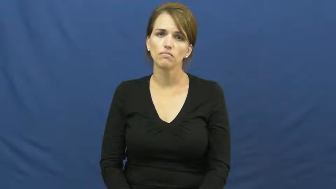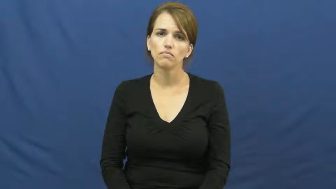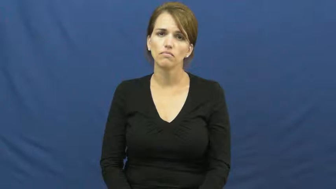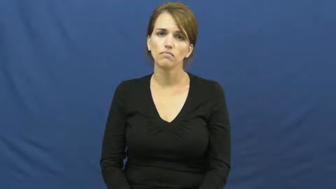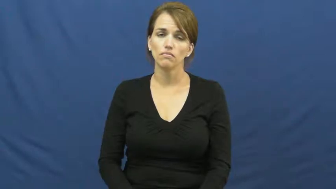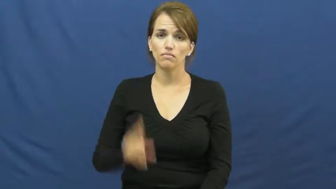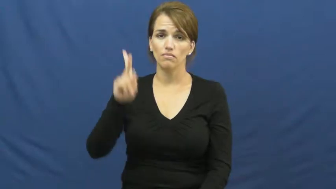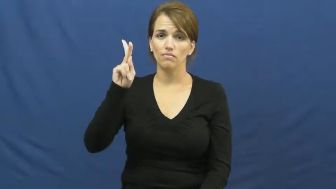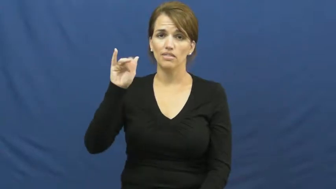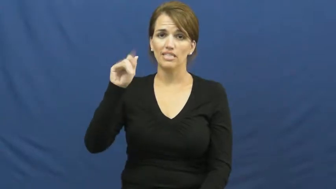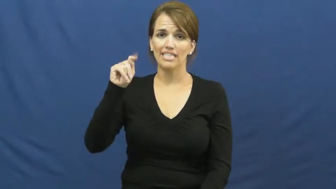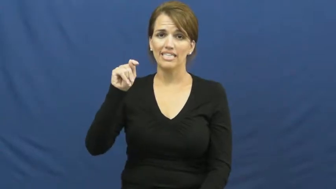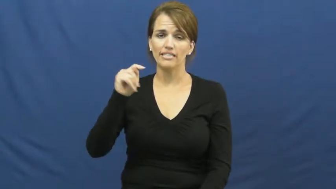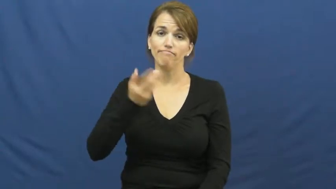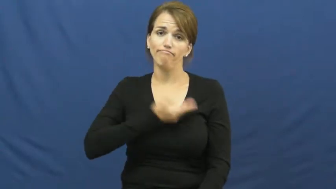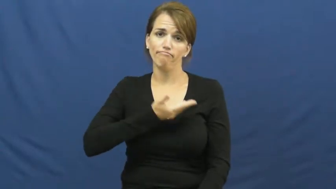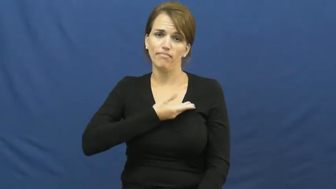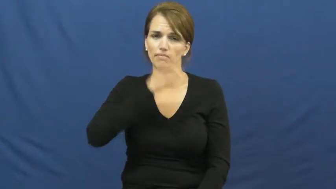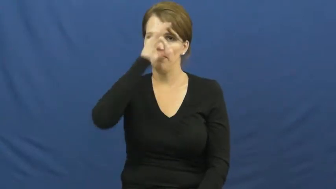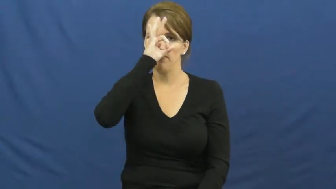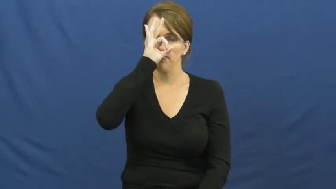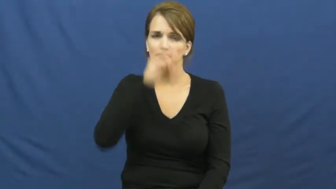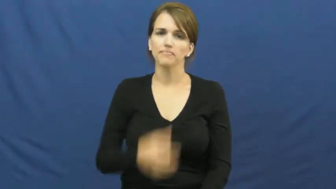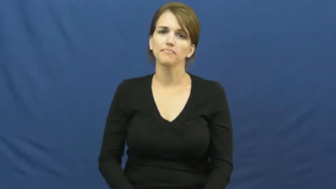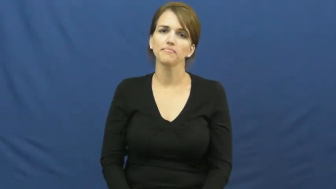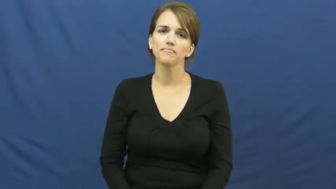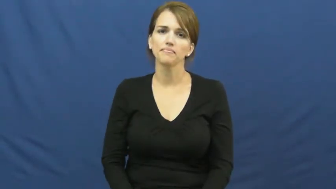kit-fox